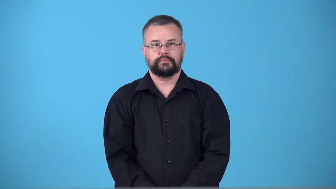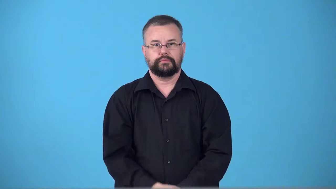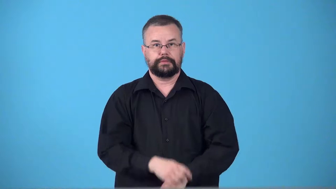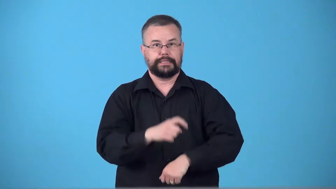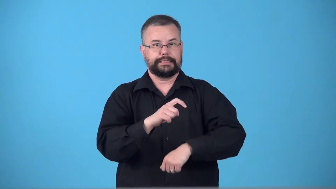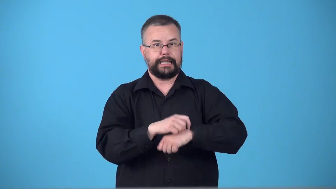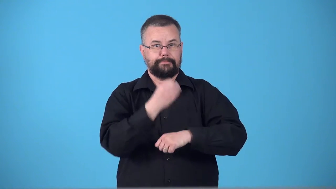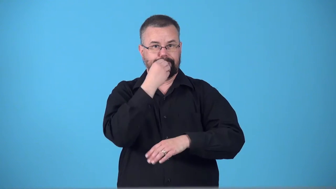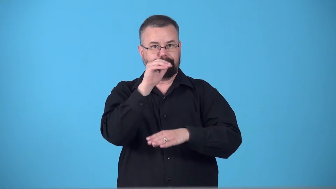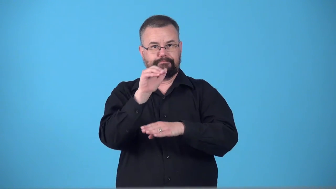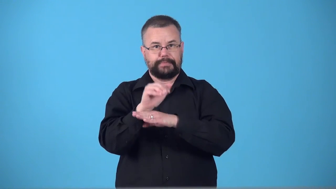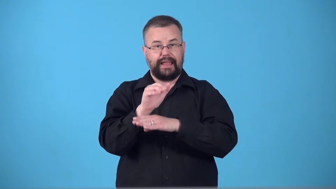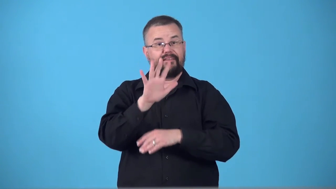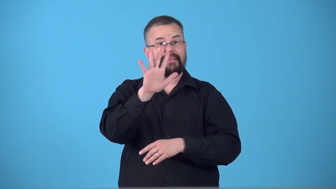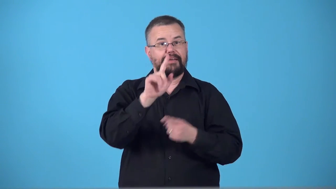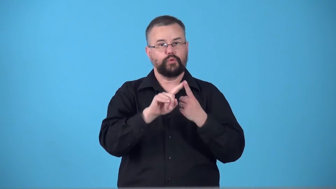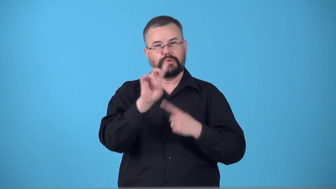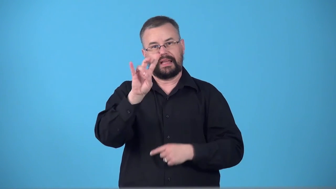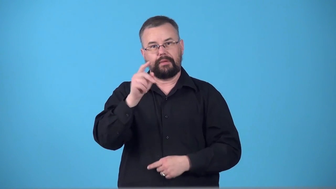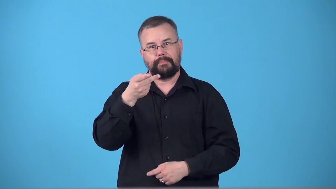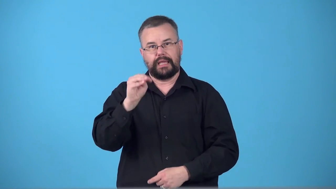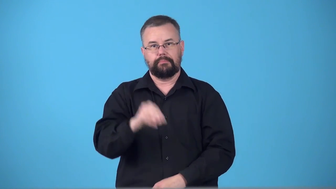suppertime,dinnertime